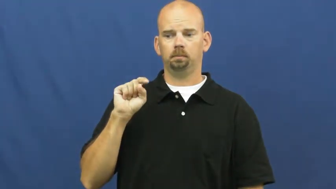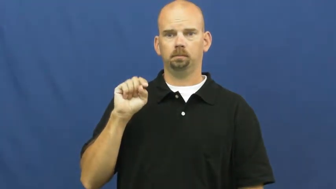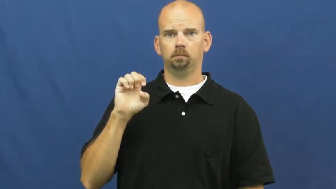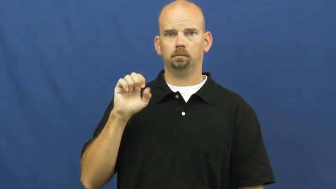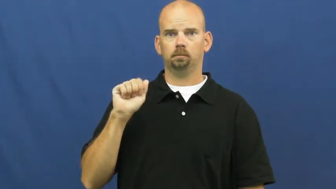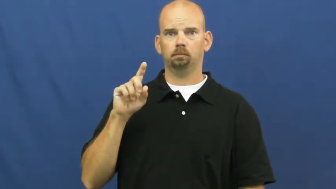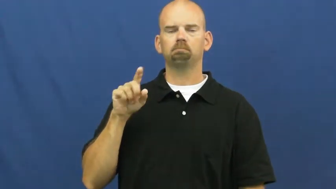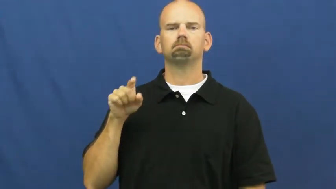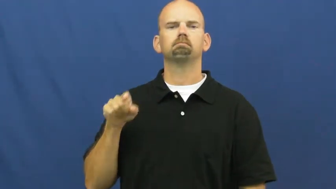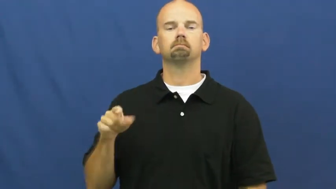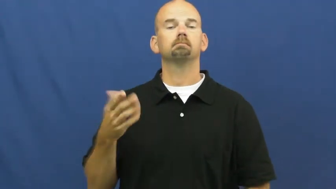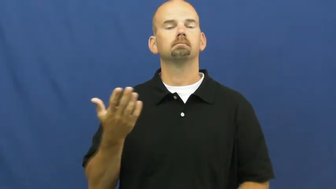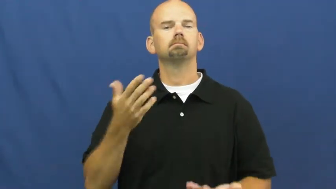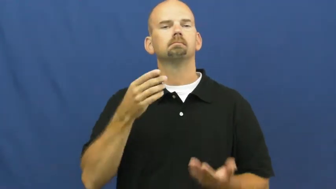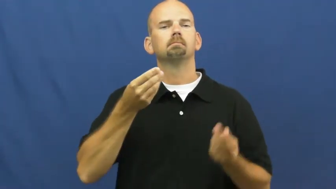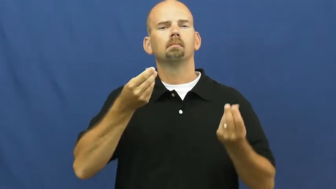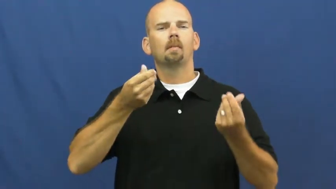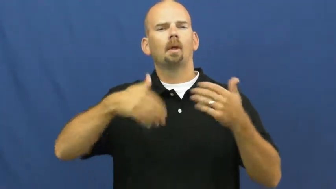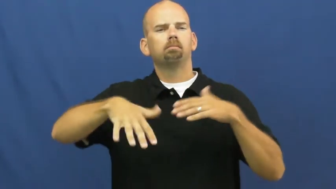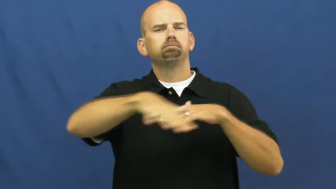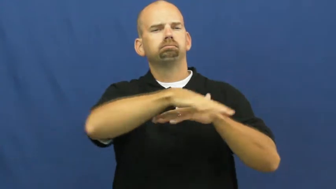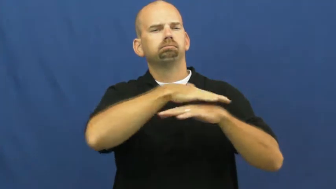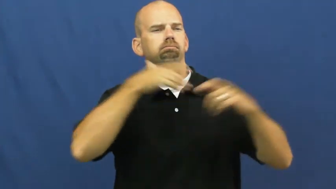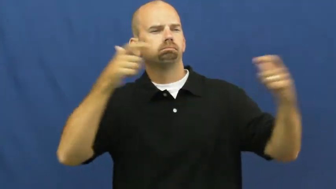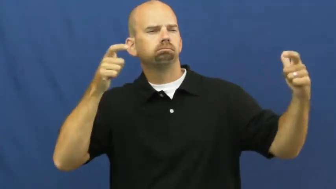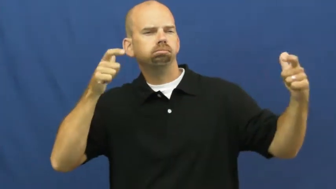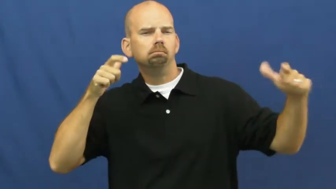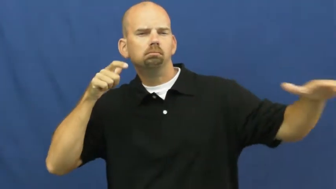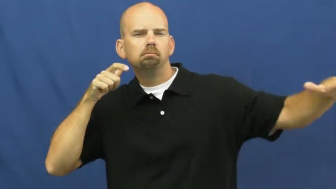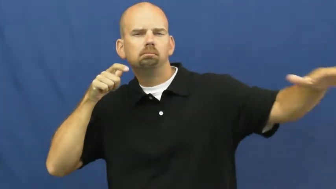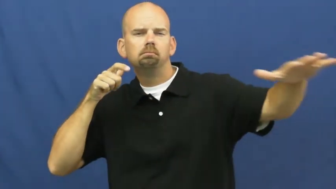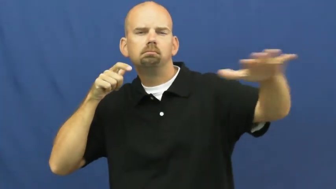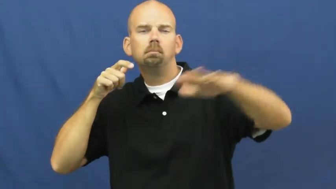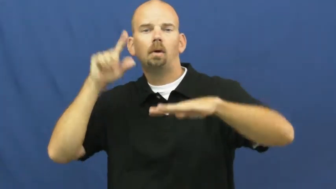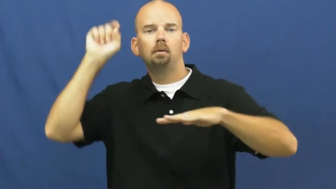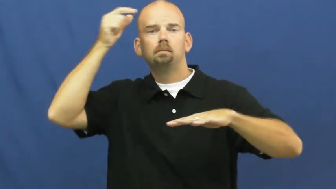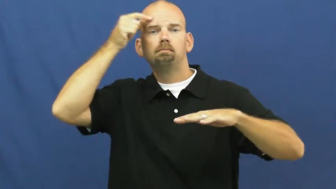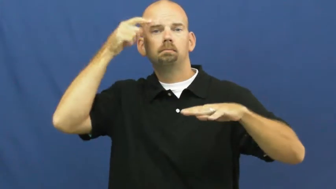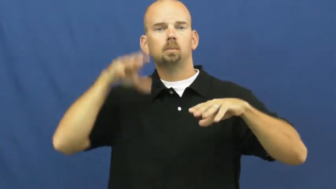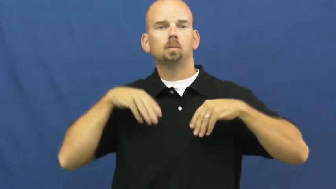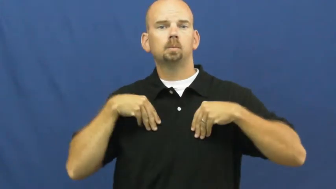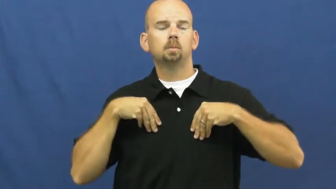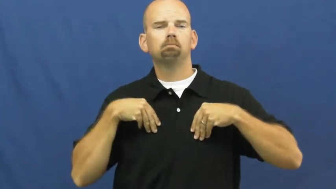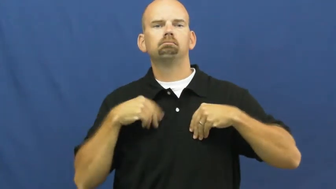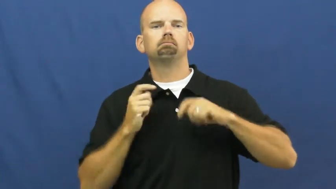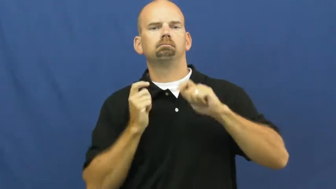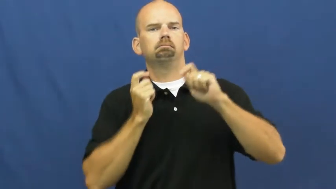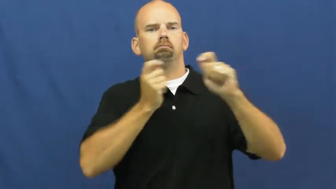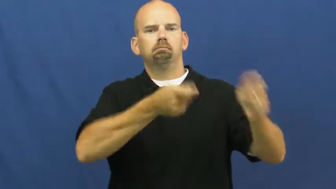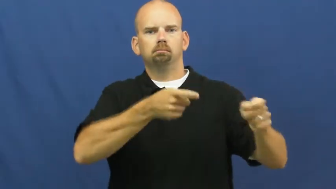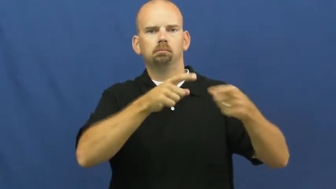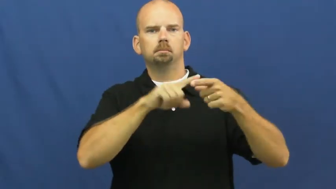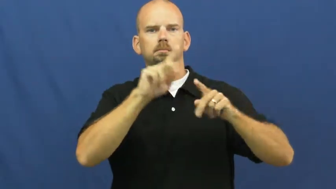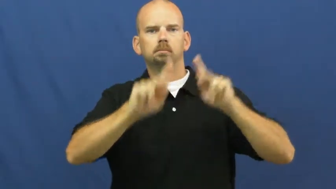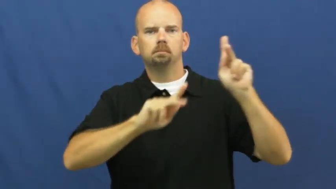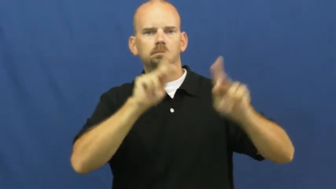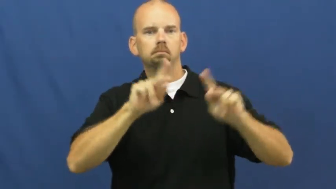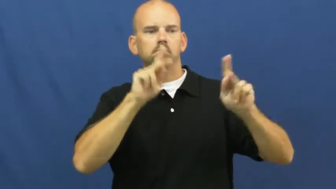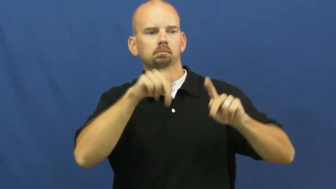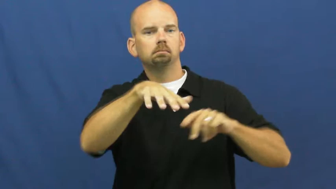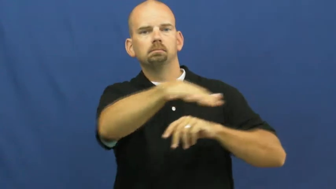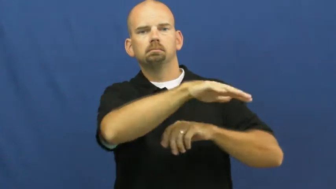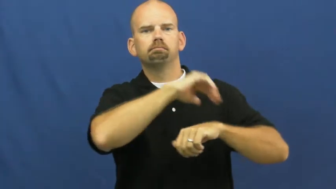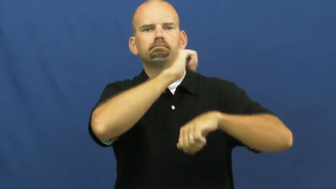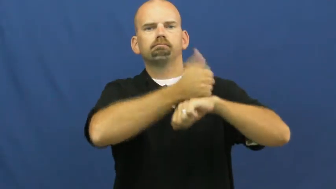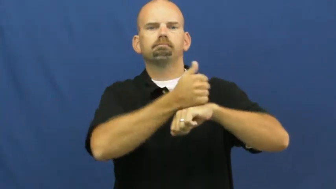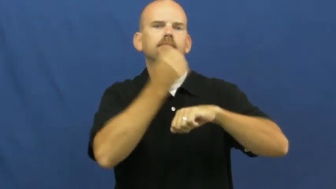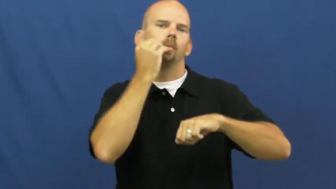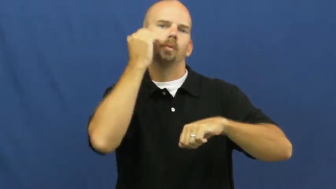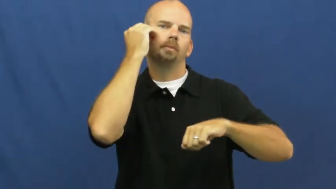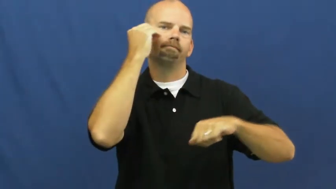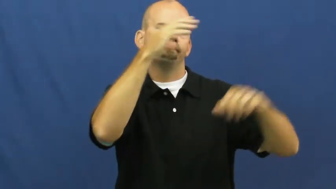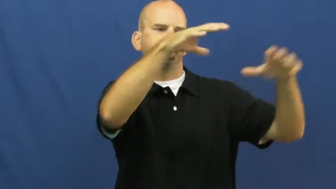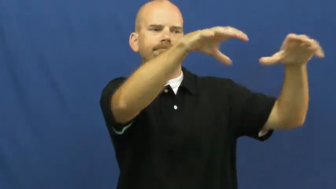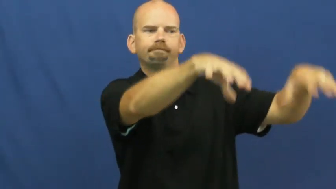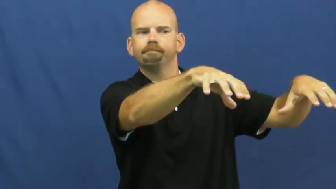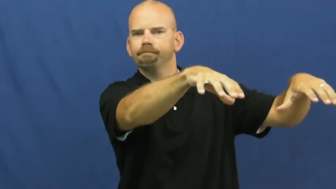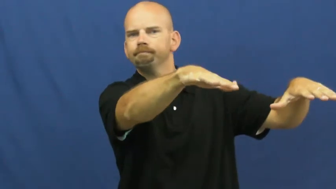homestead